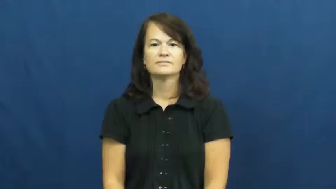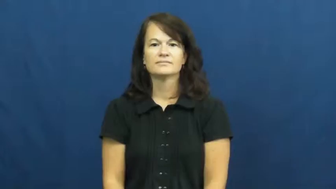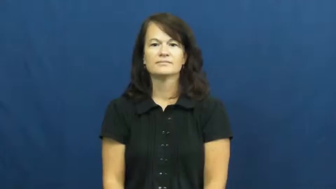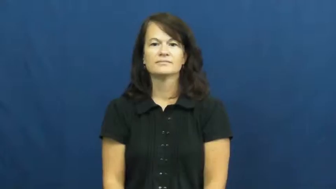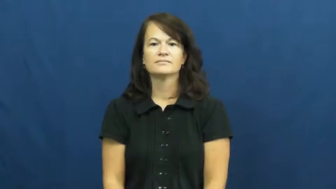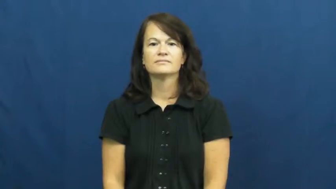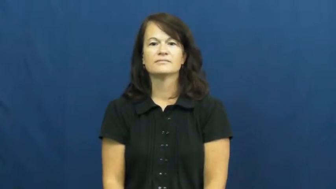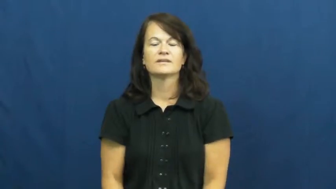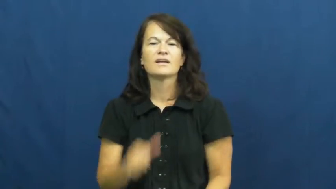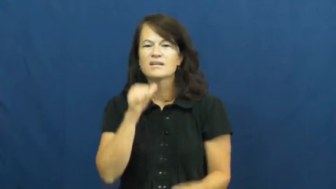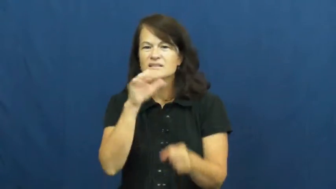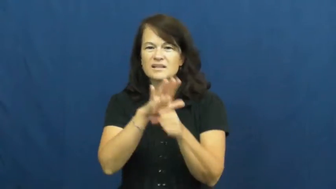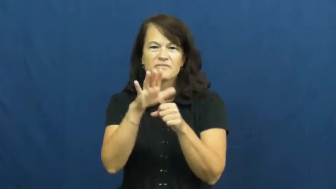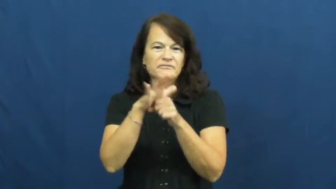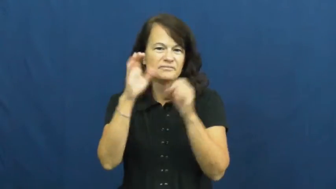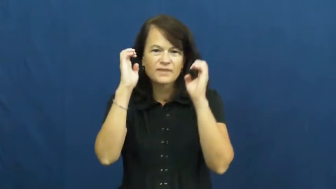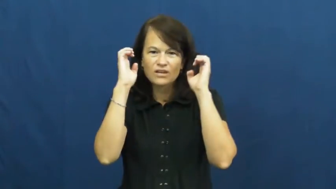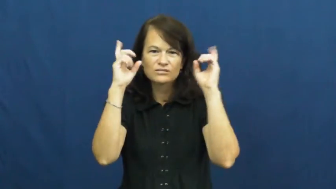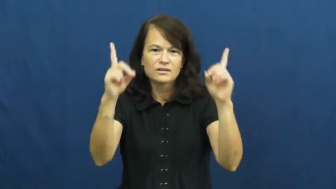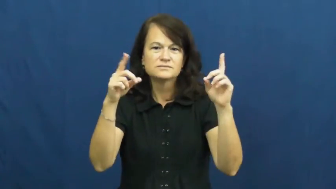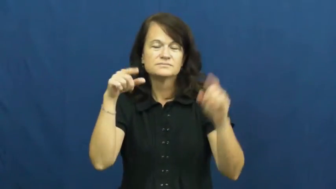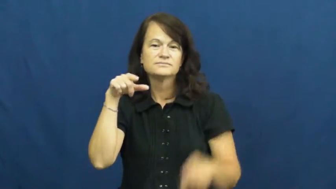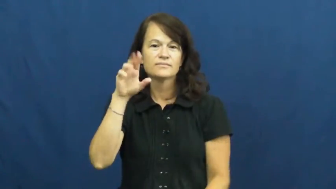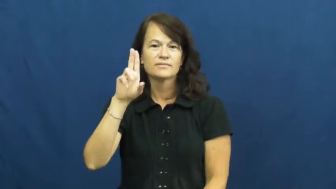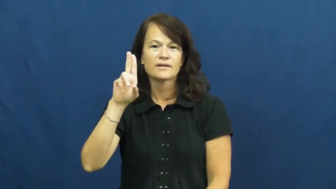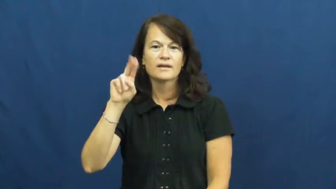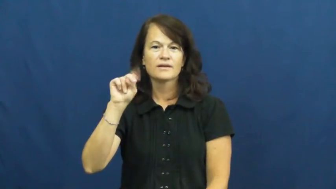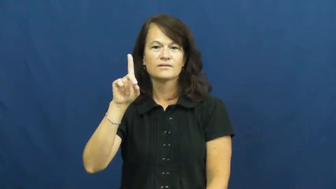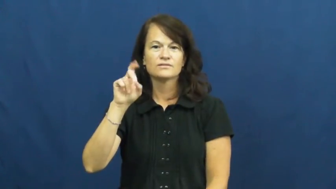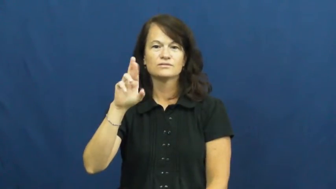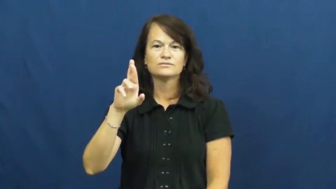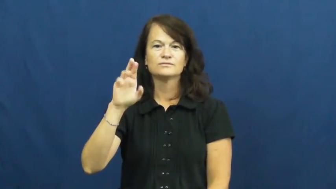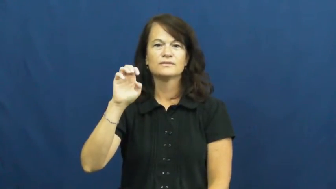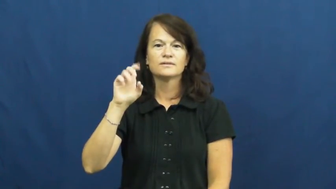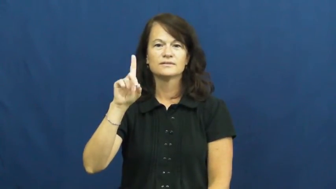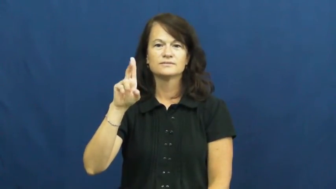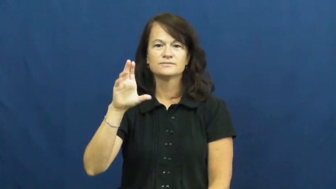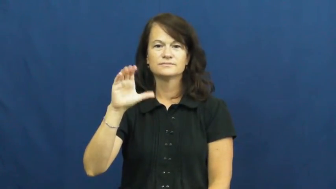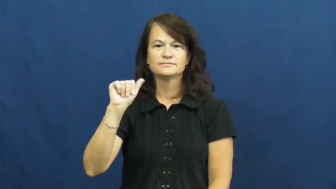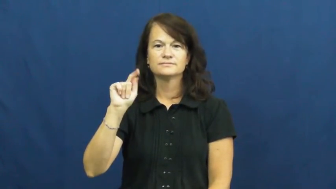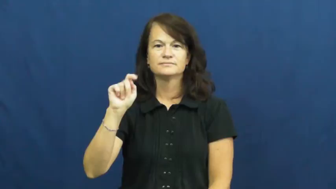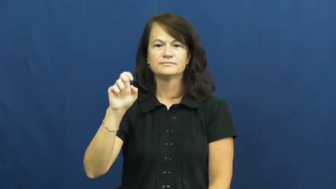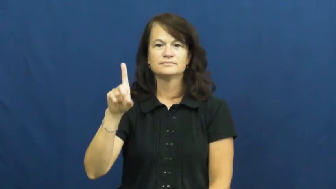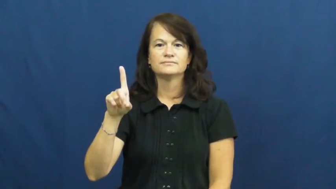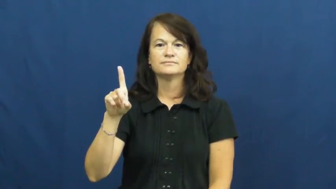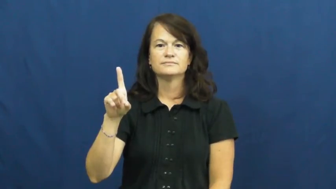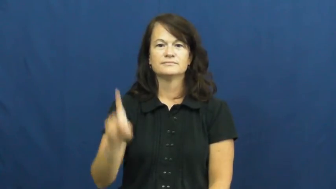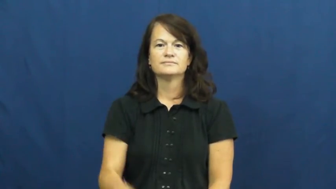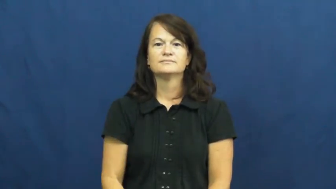undereducated